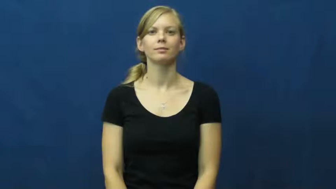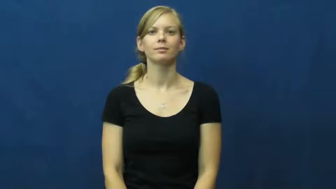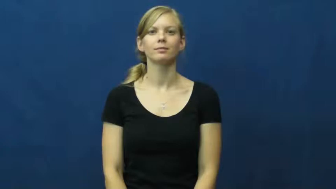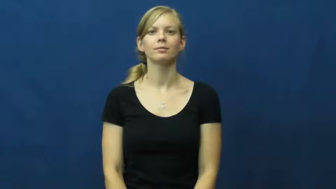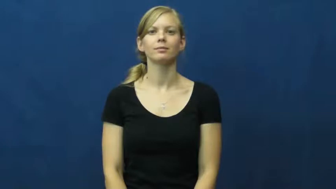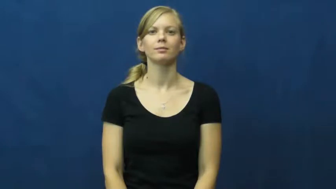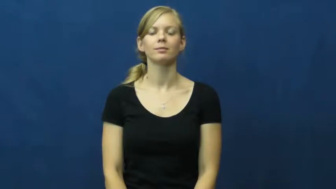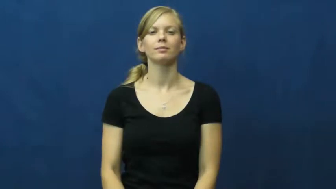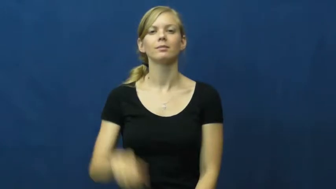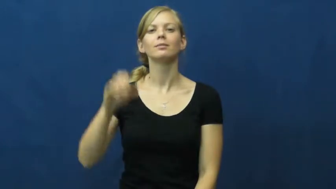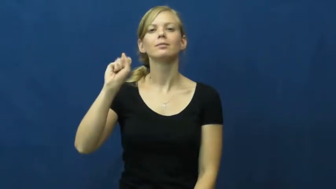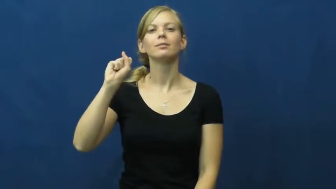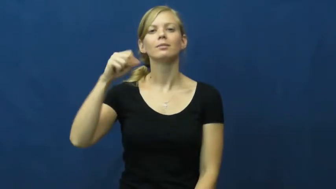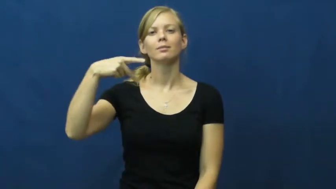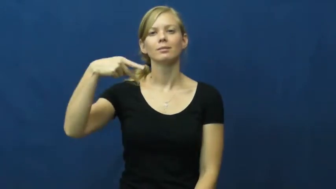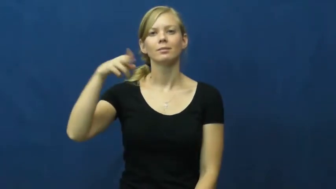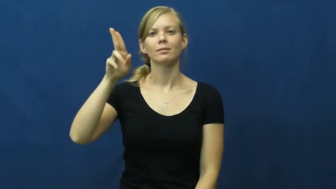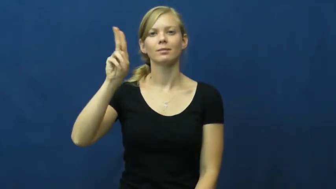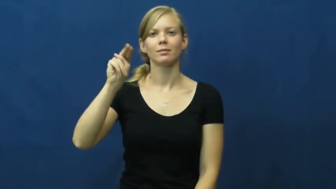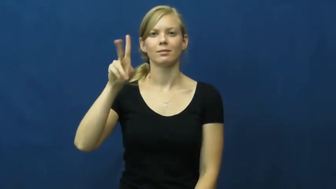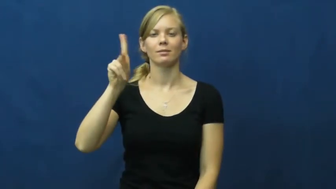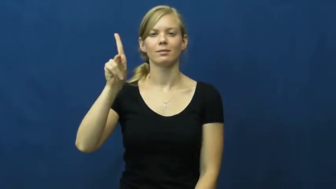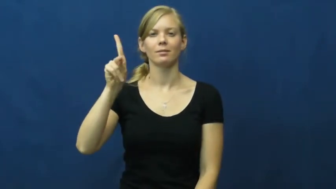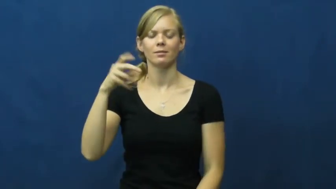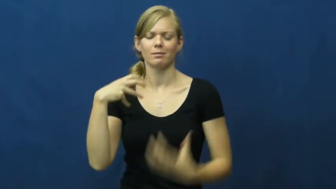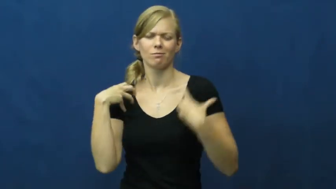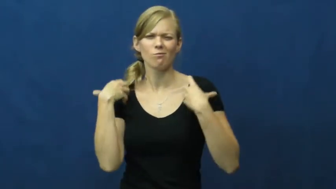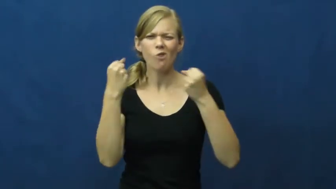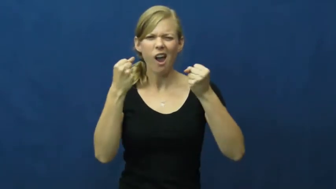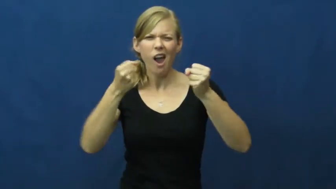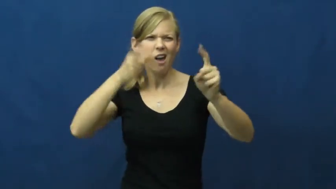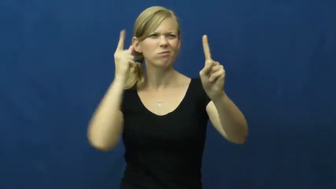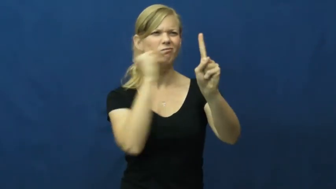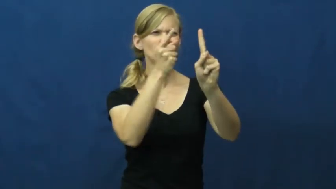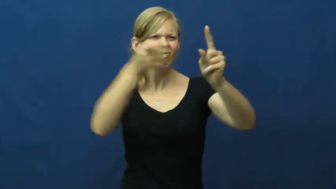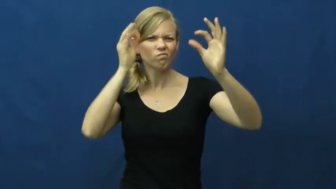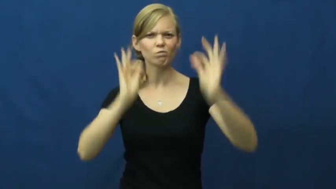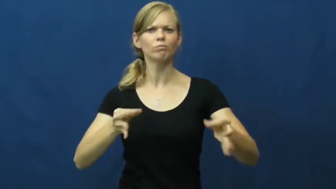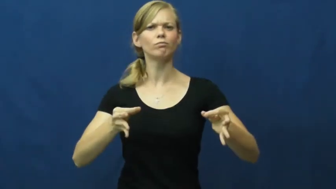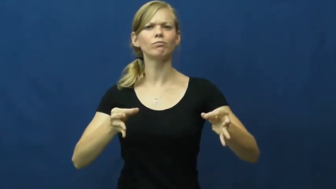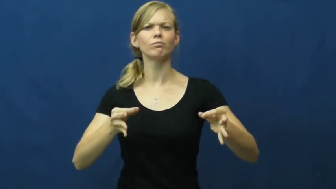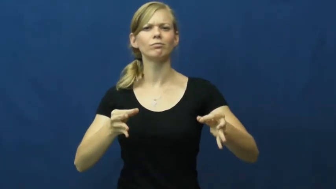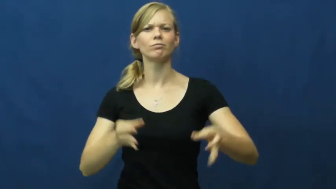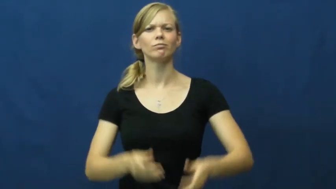spunk,spunky